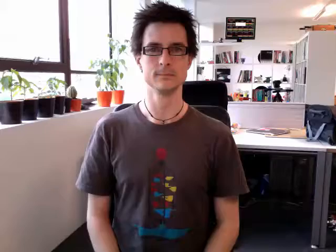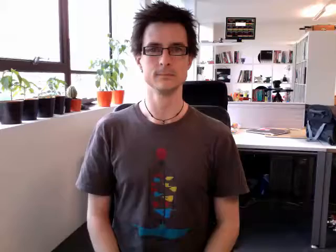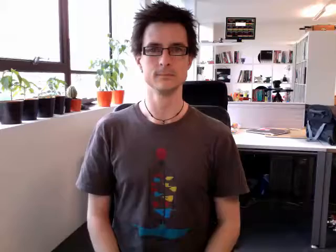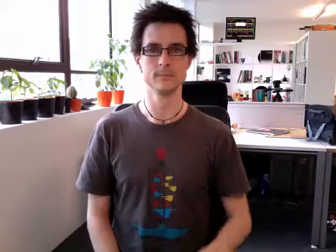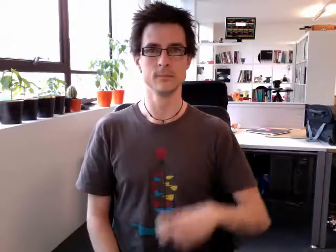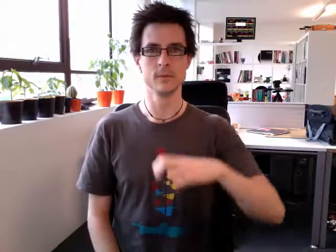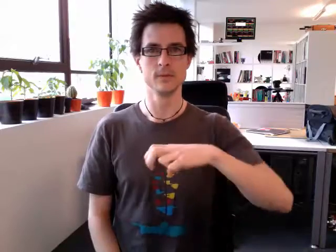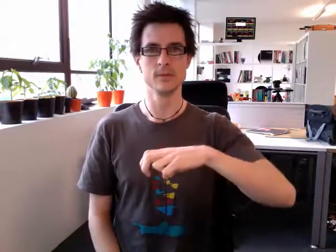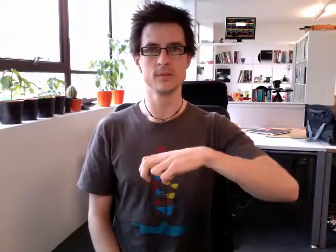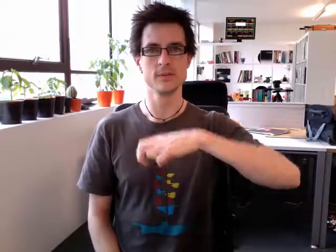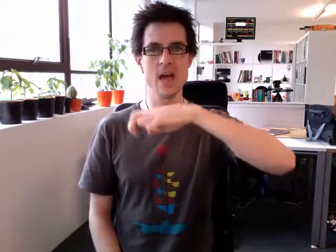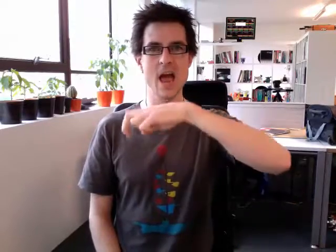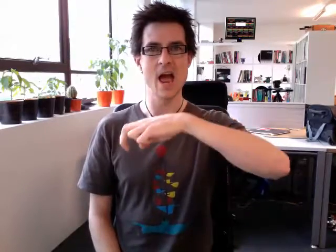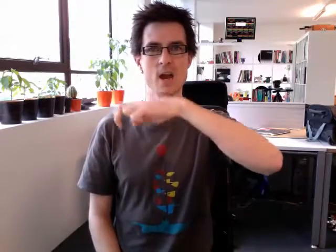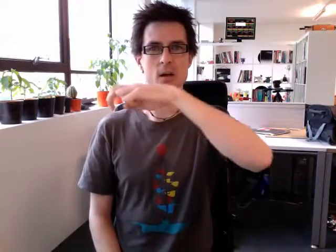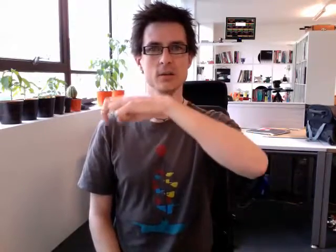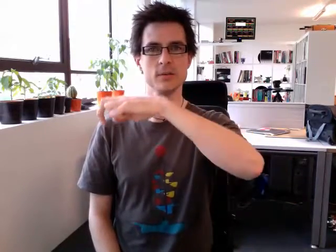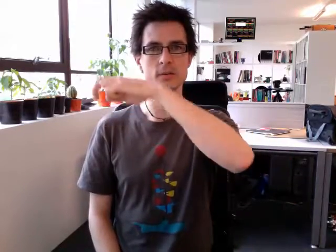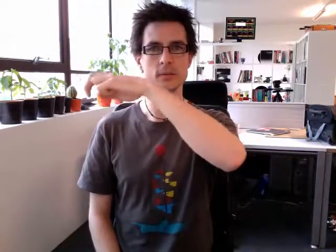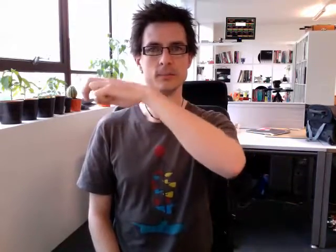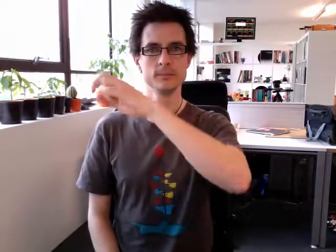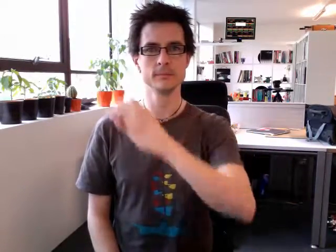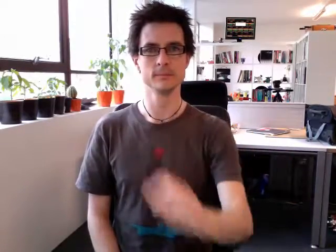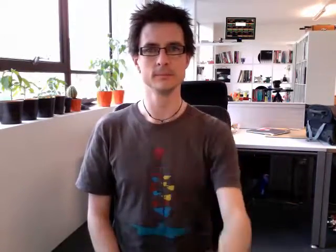stairs